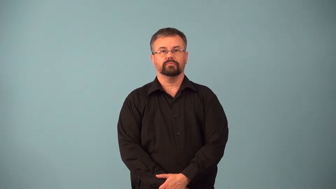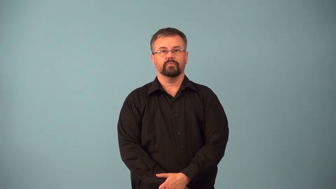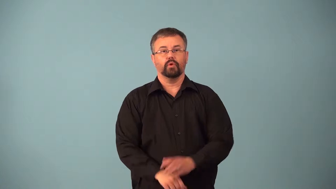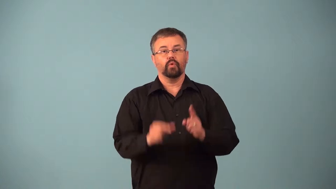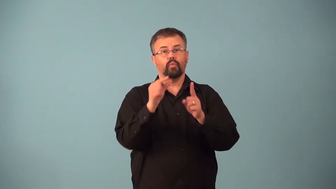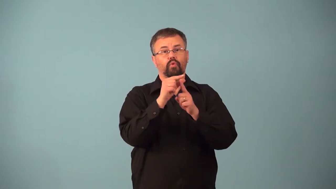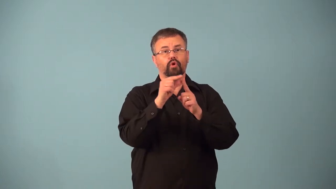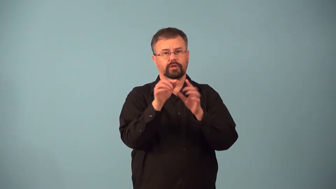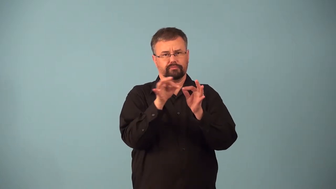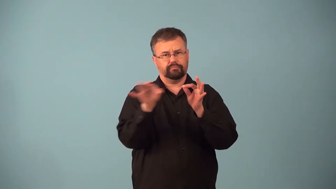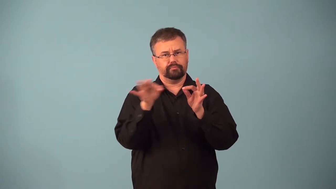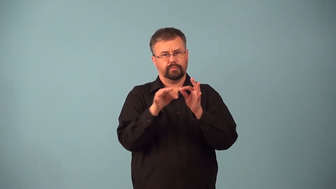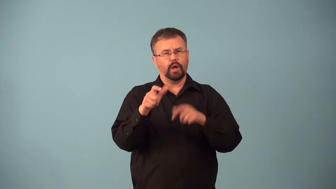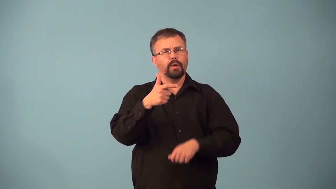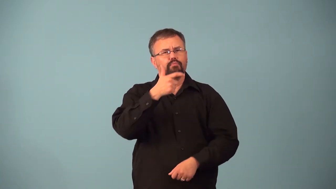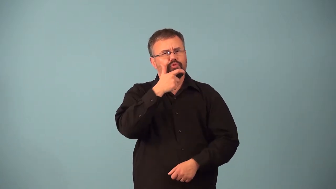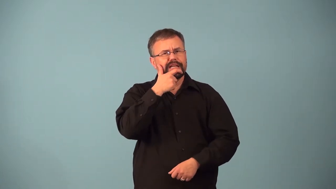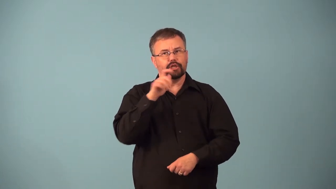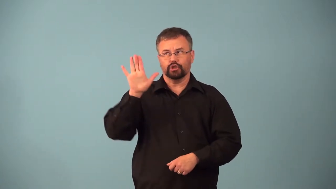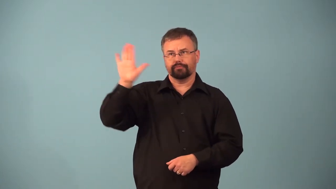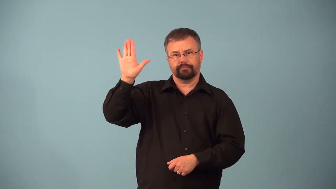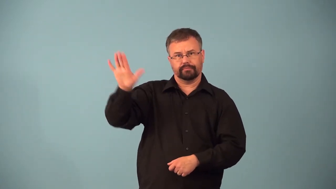anglicism